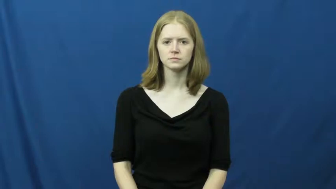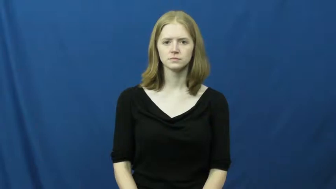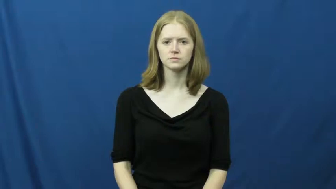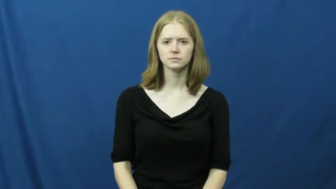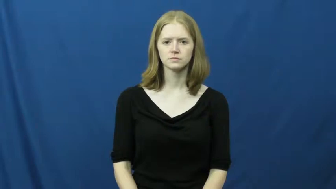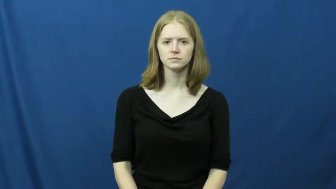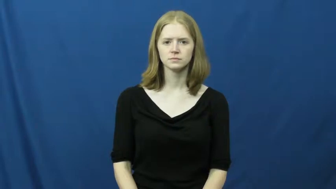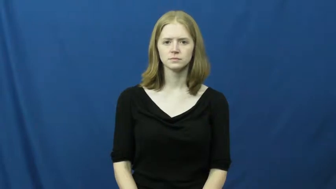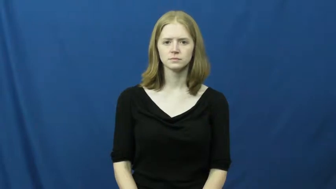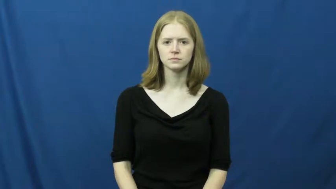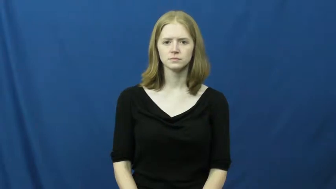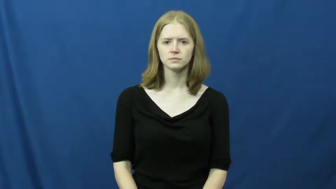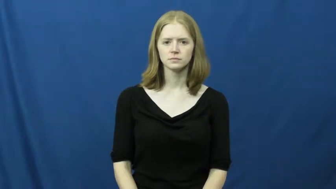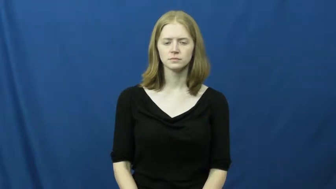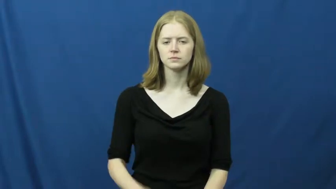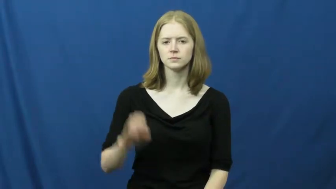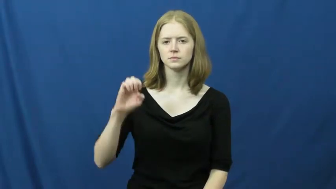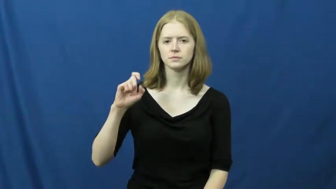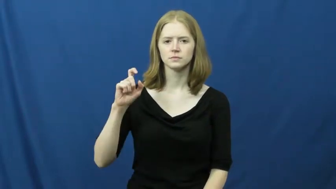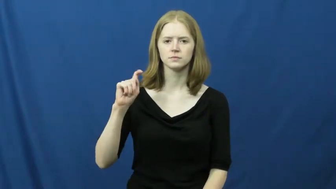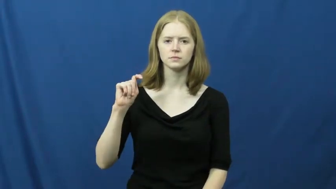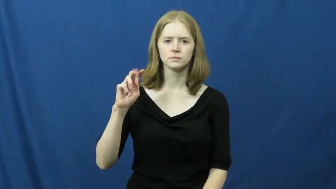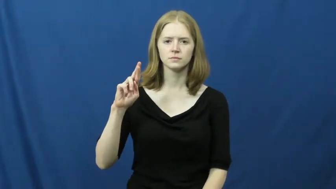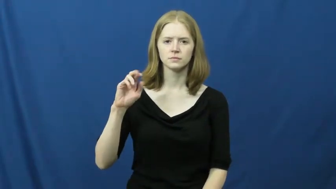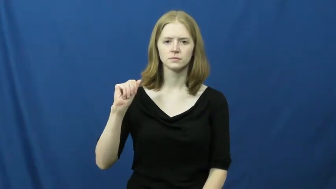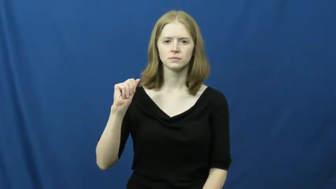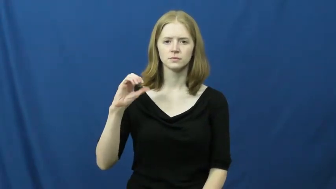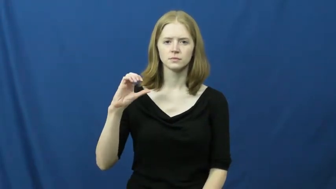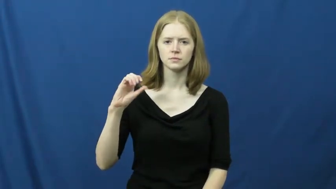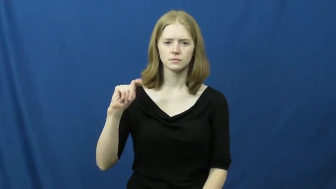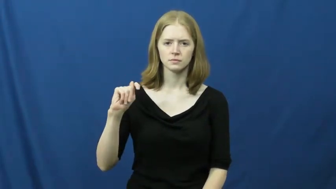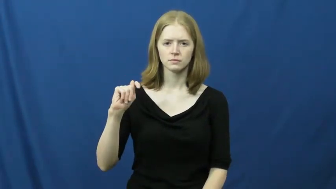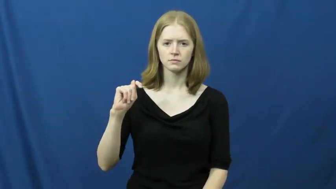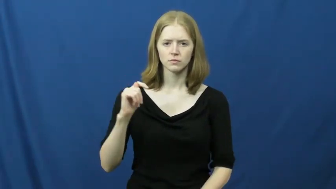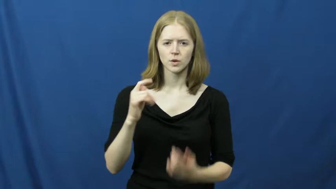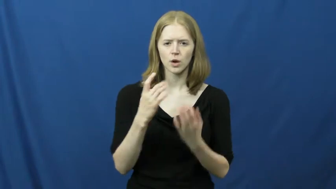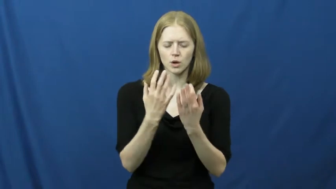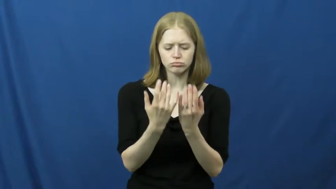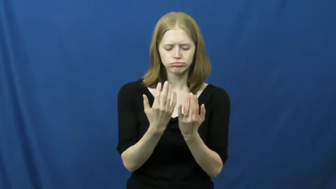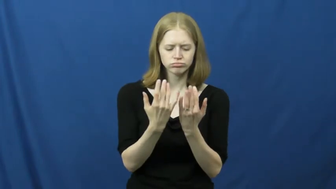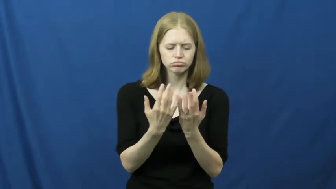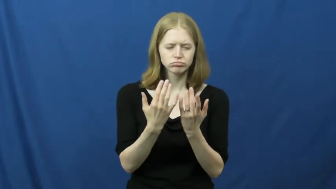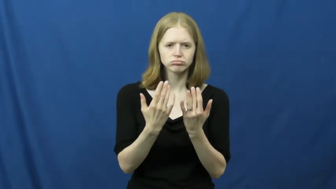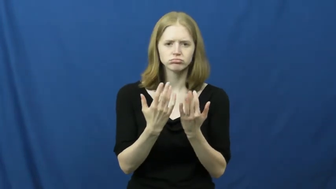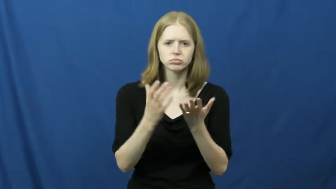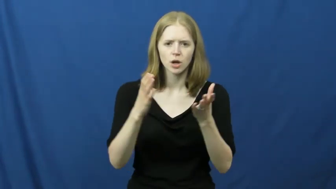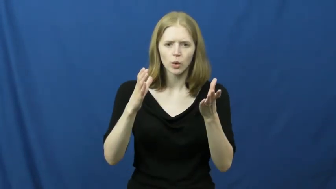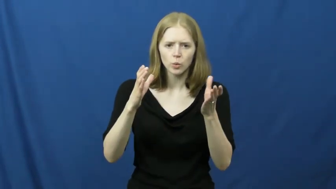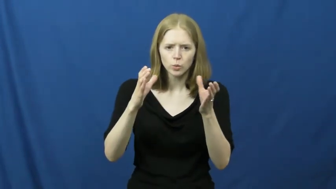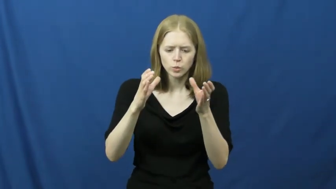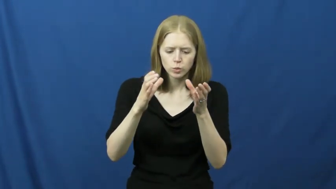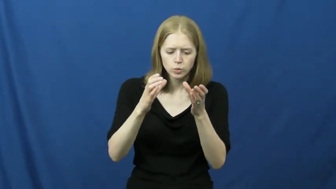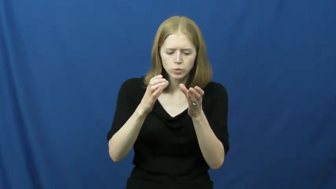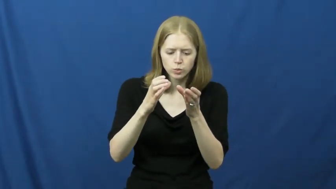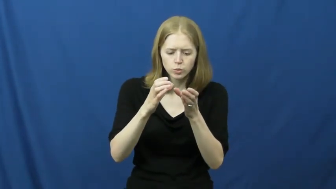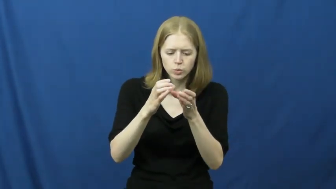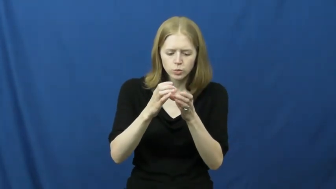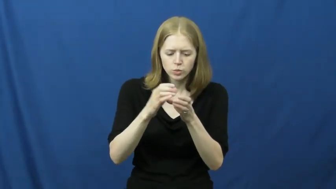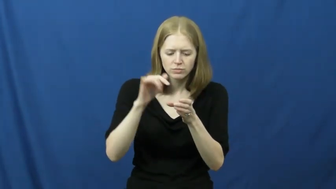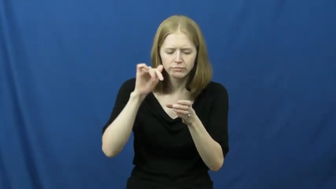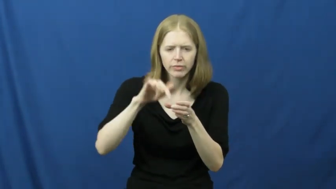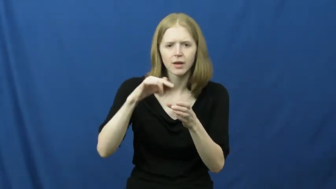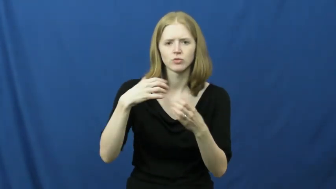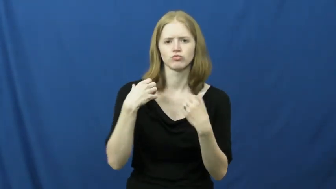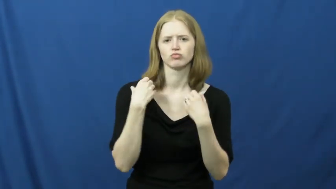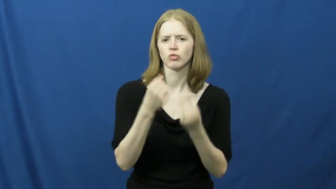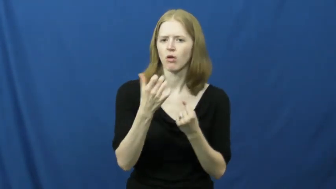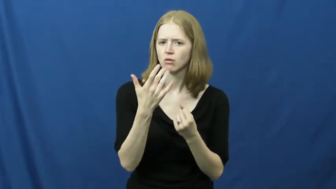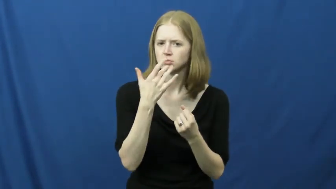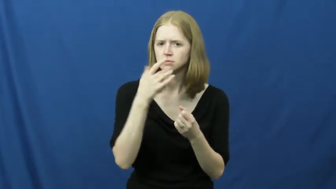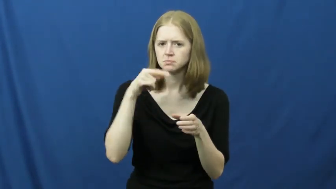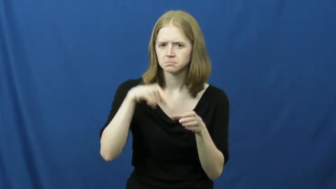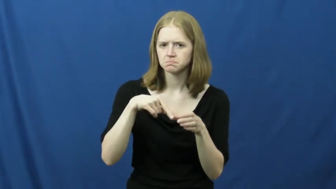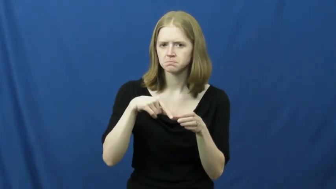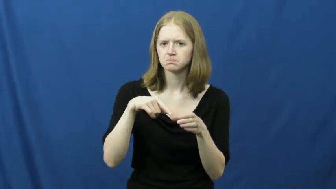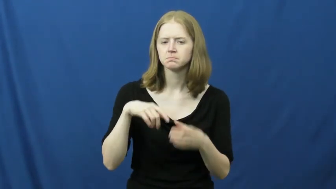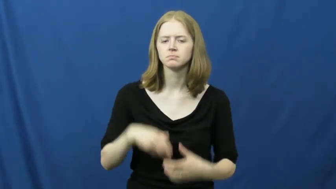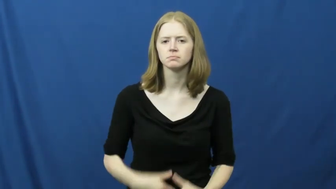extract-flavor